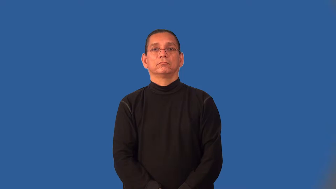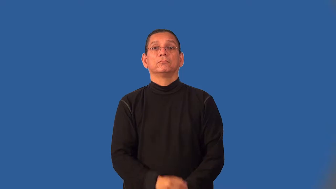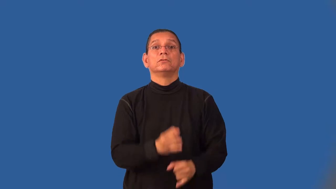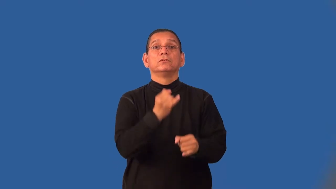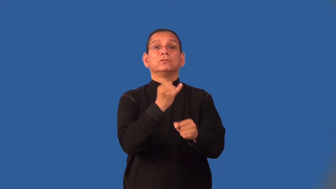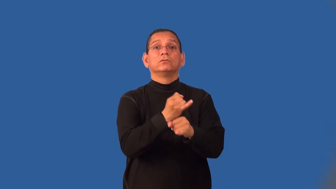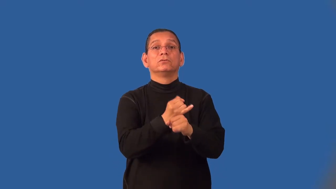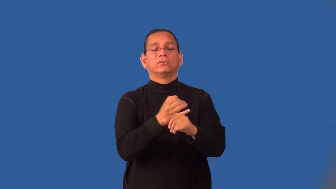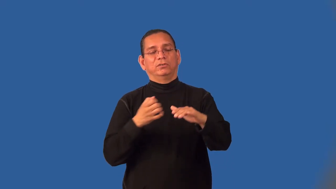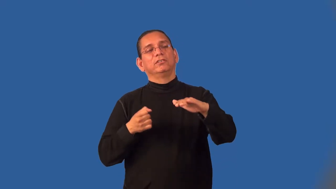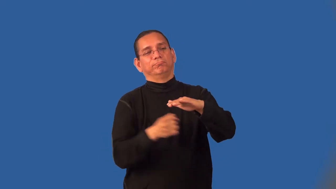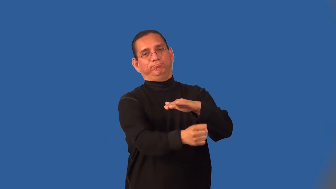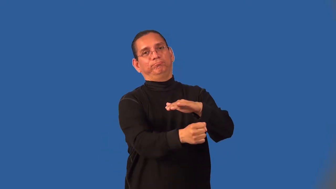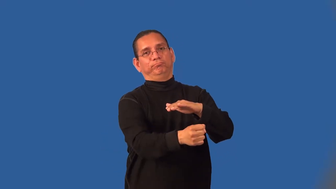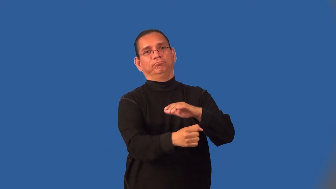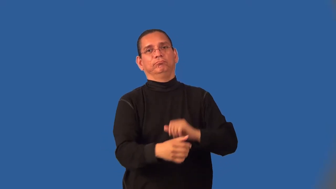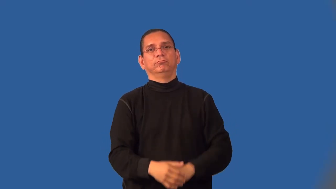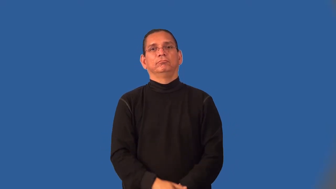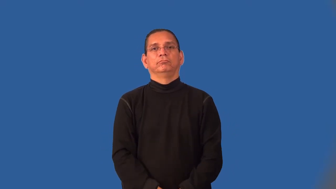institutionalize-put in an institution